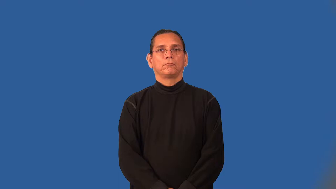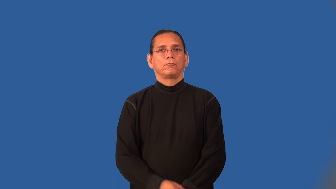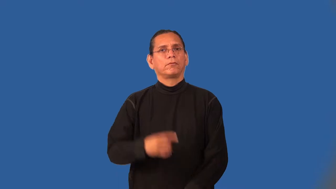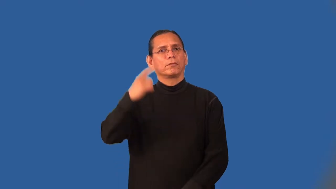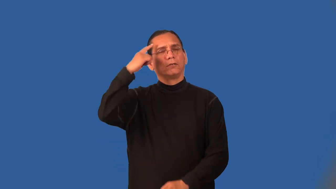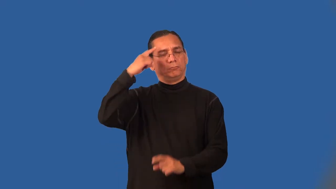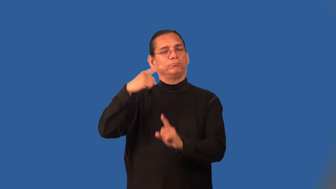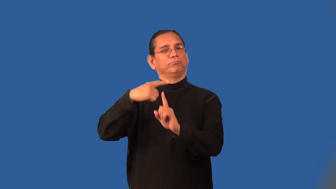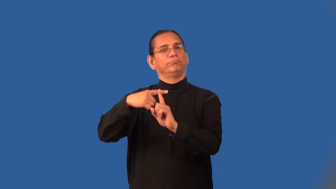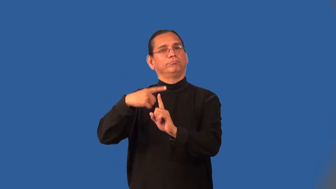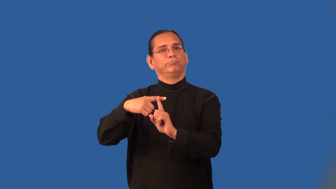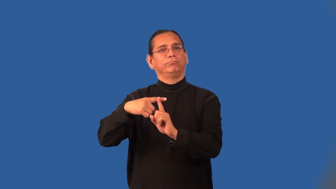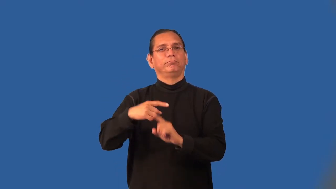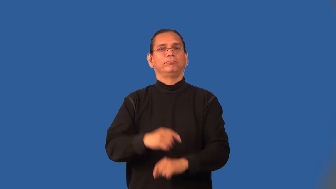optimistic,rosey